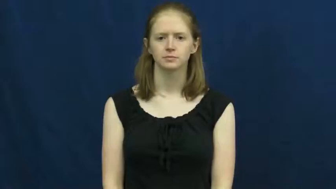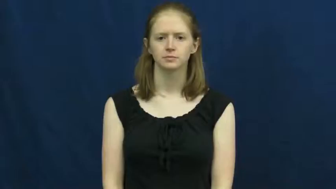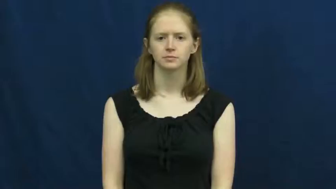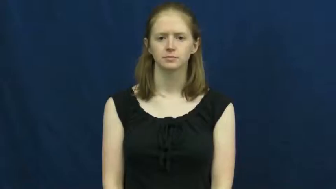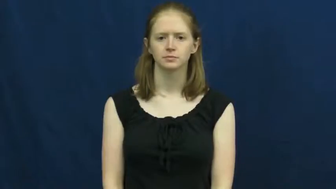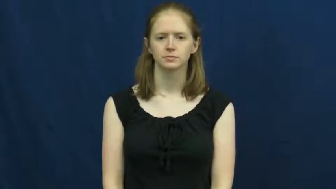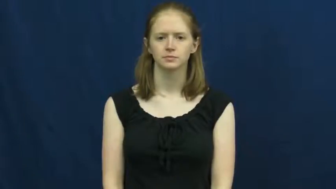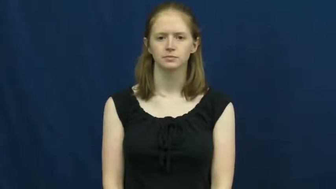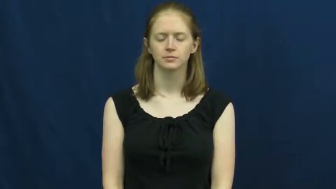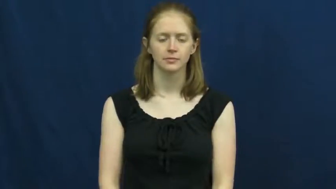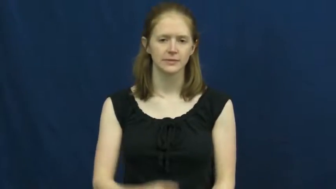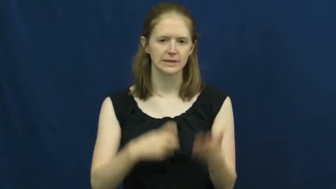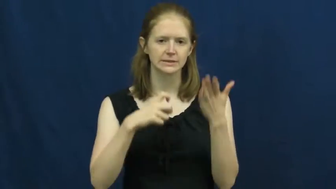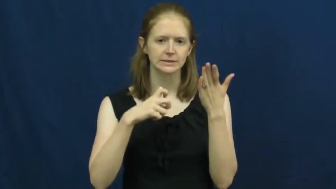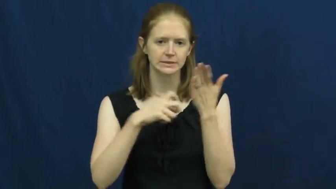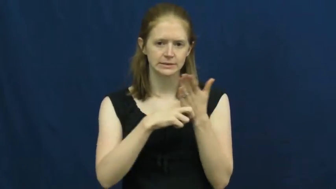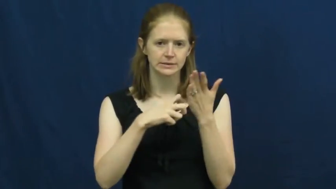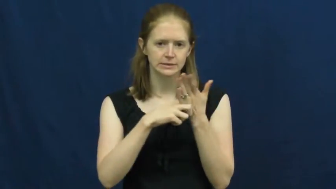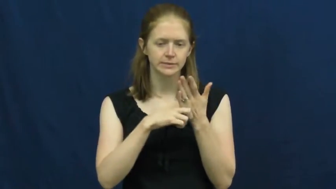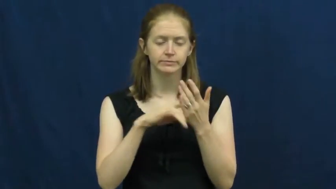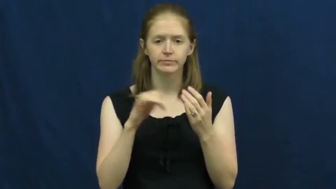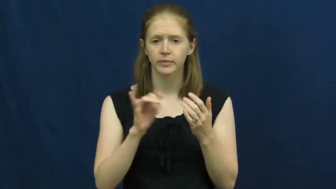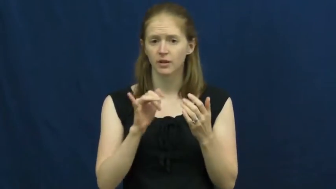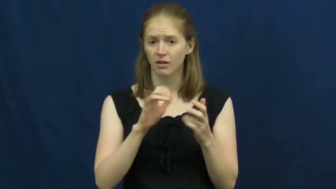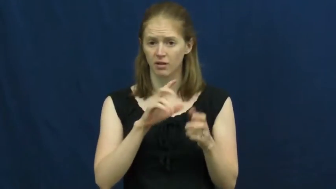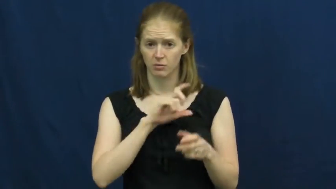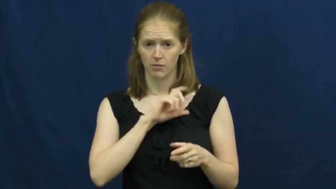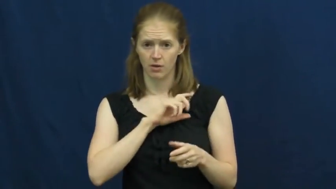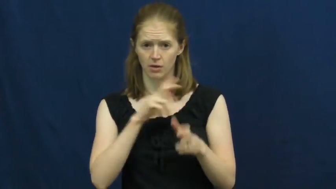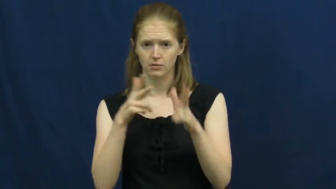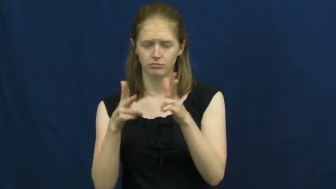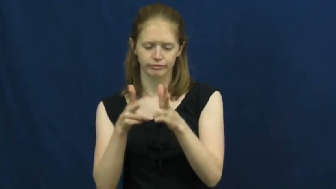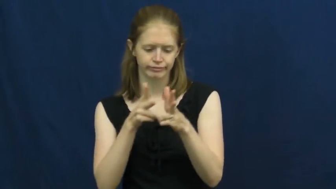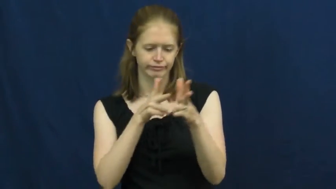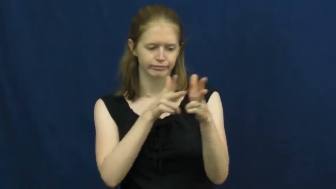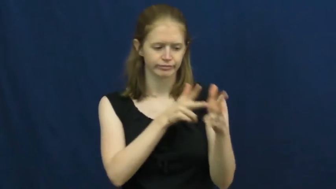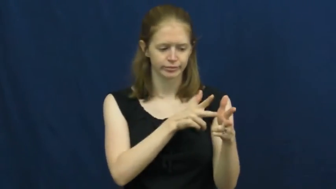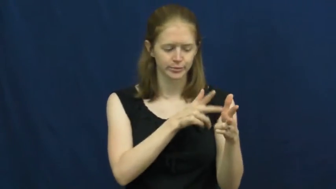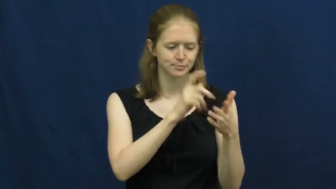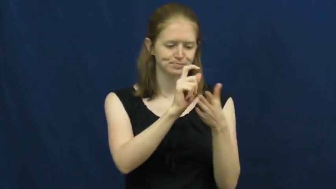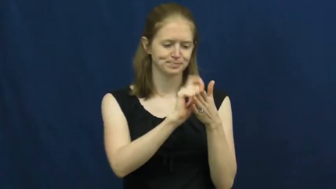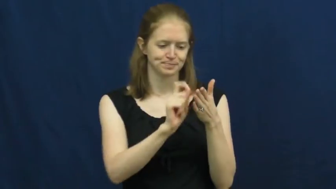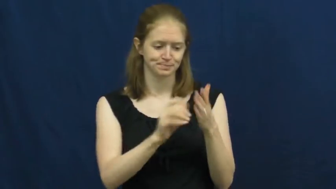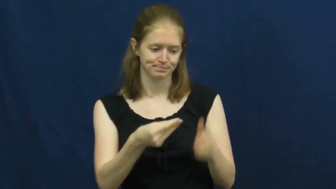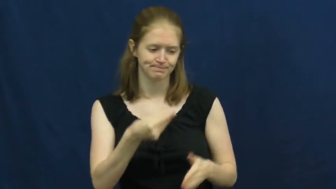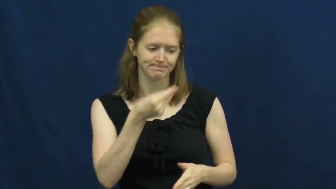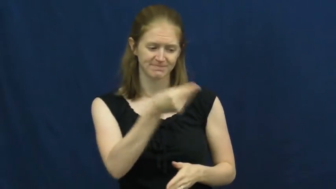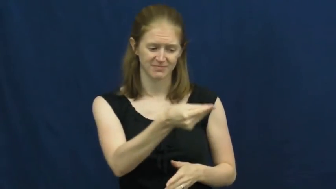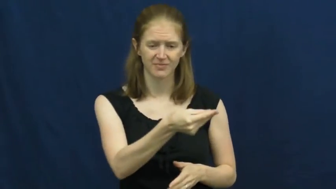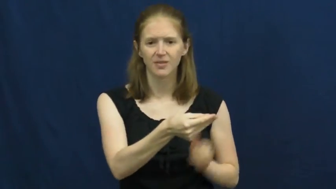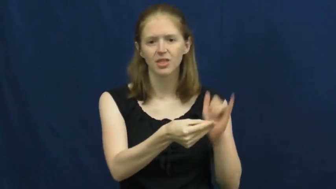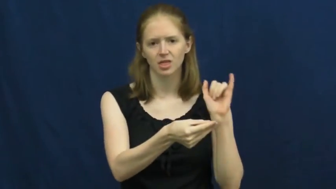cite-ticket